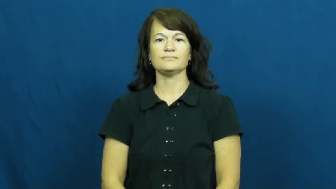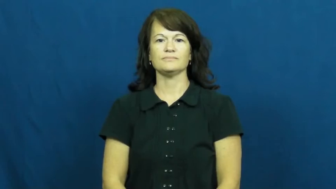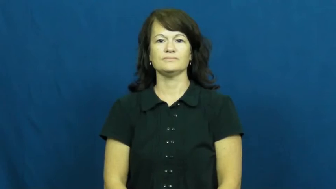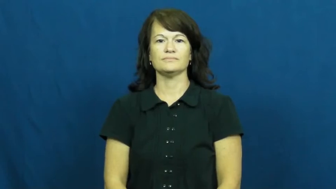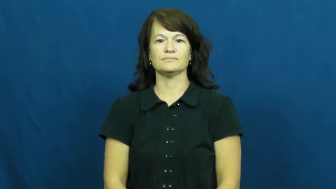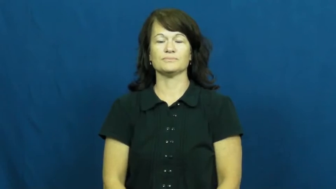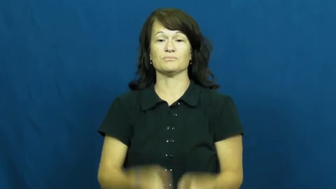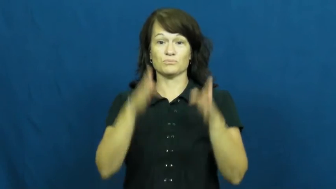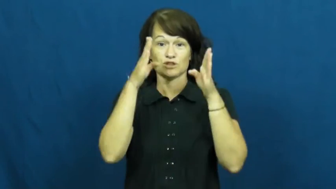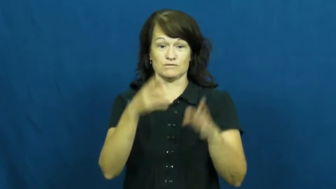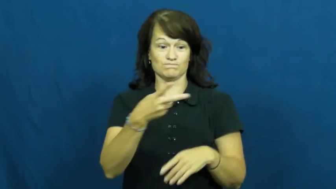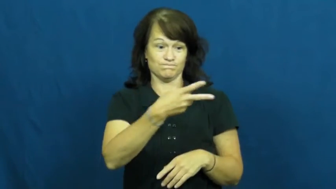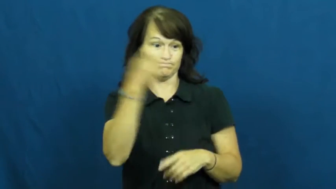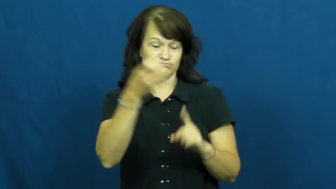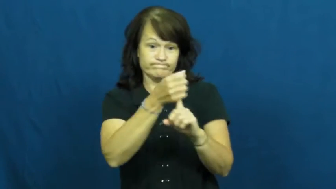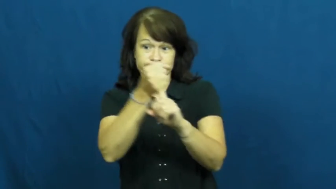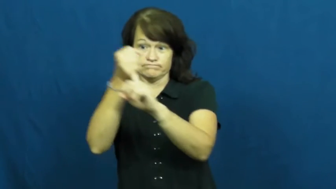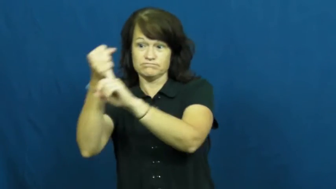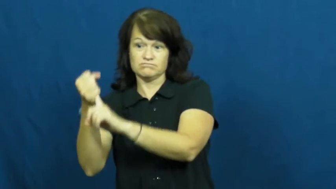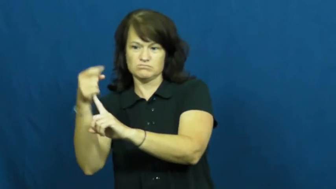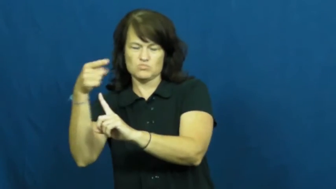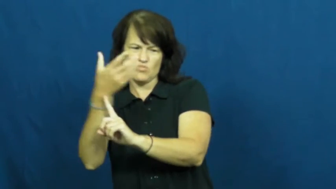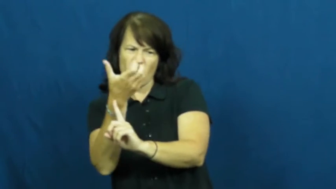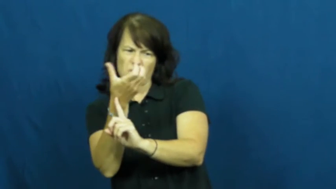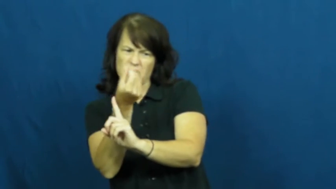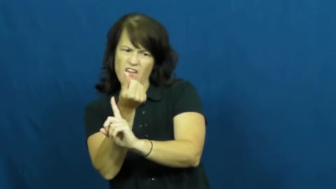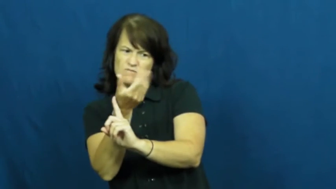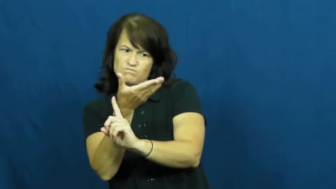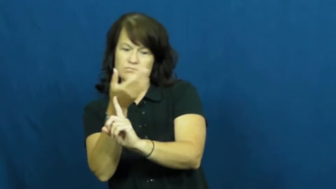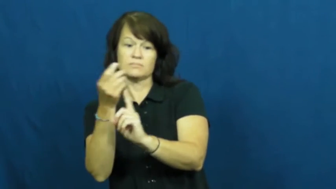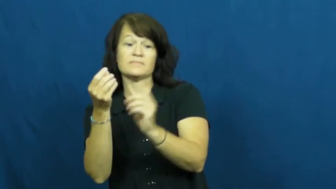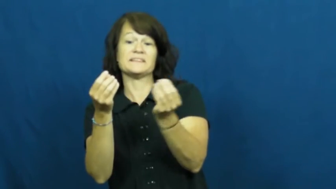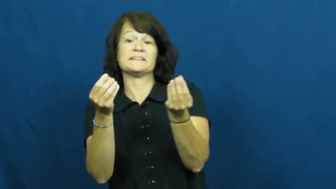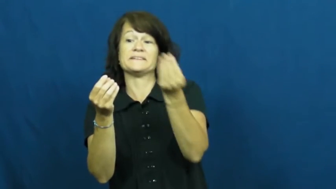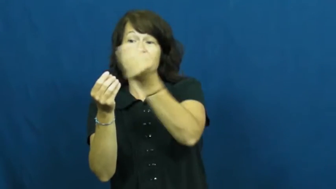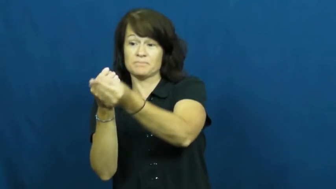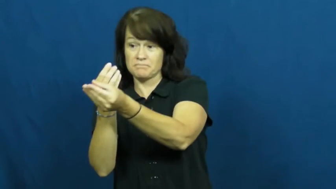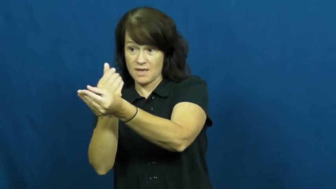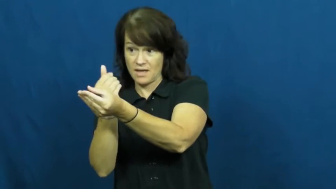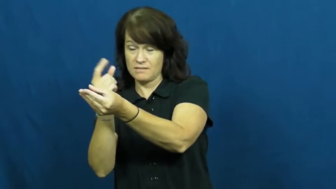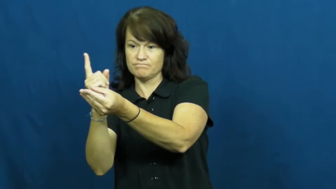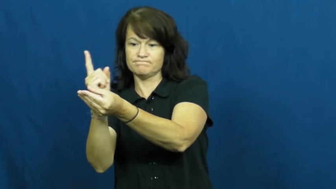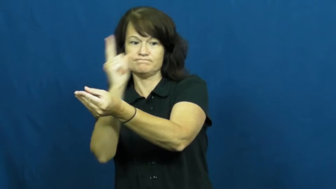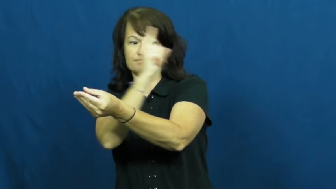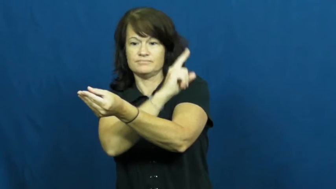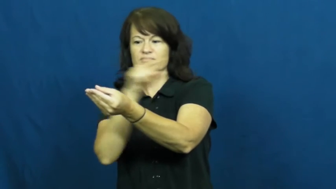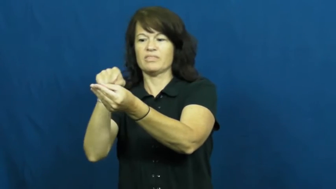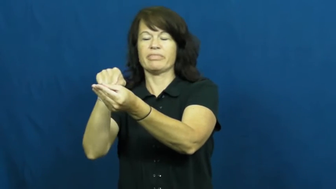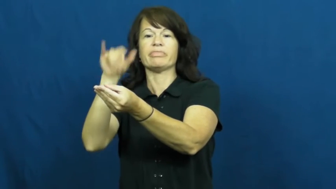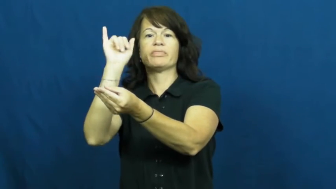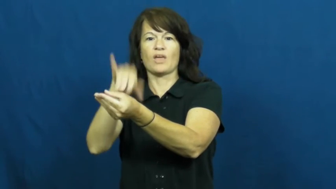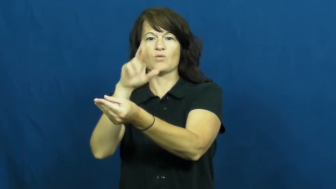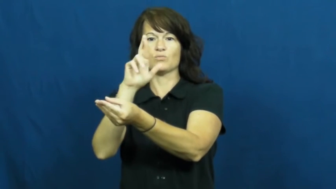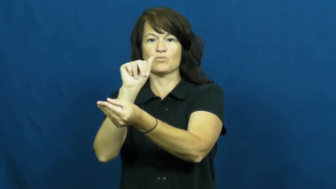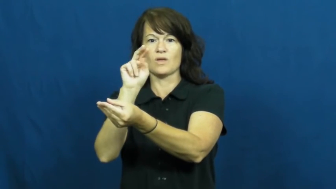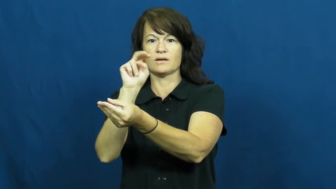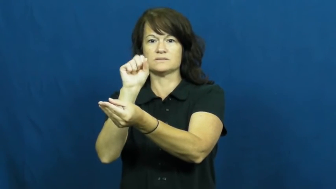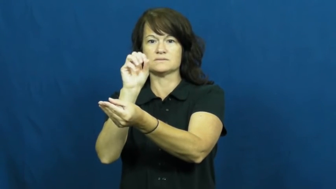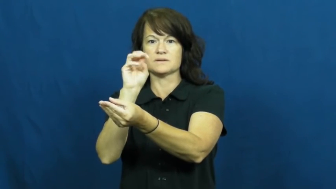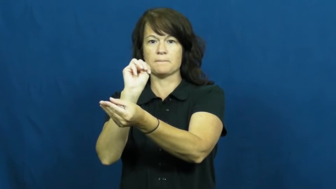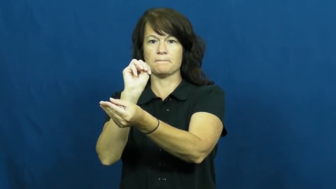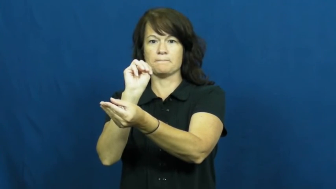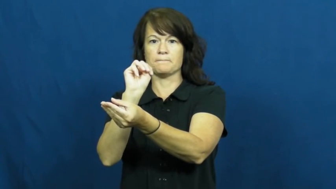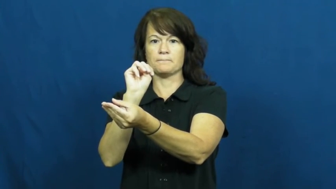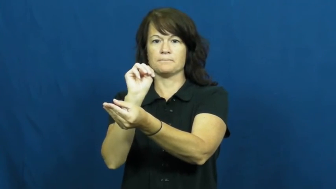ransom